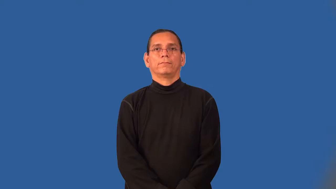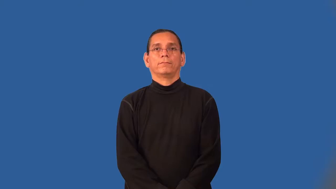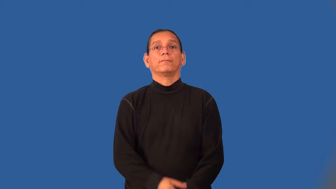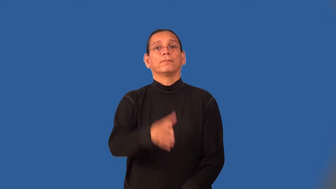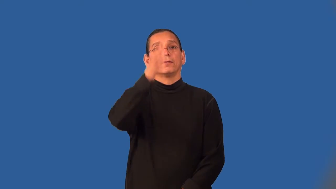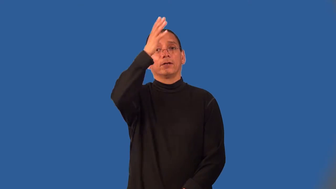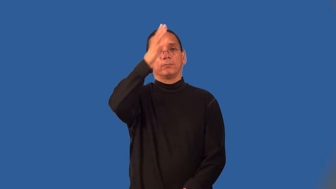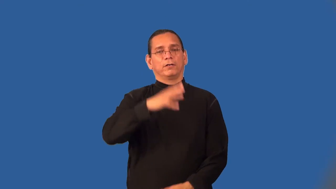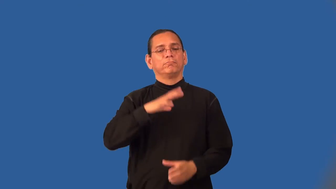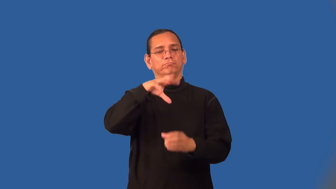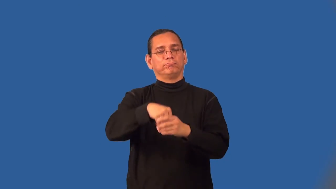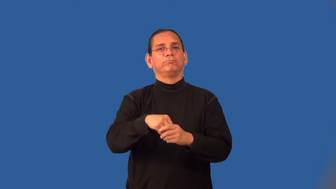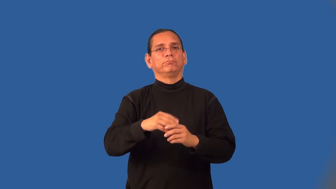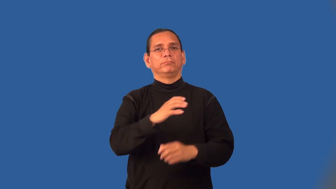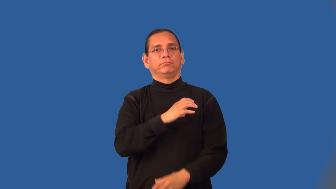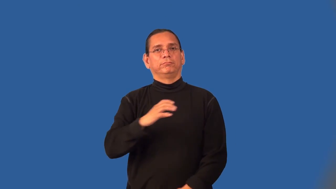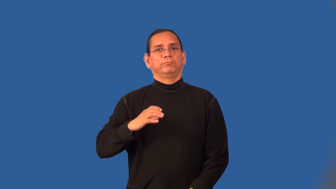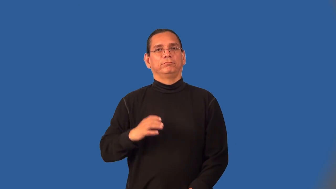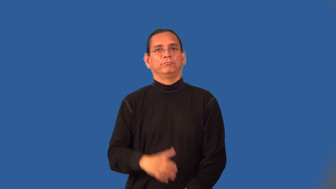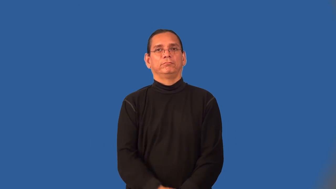committeeman,councilmam